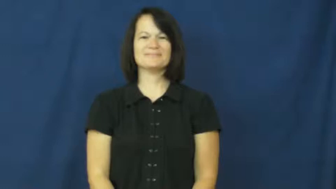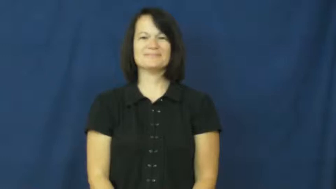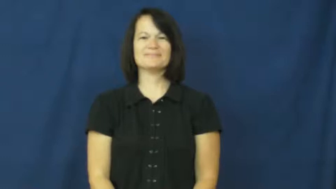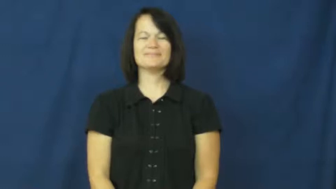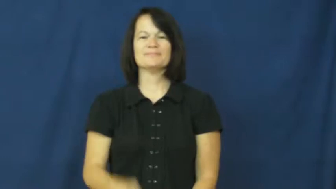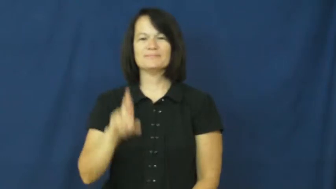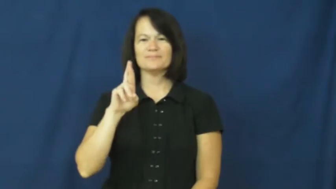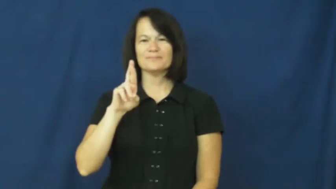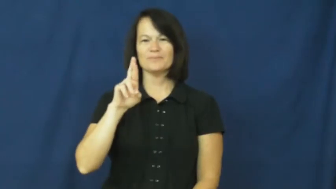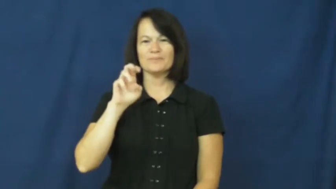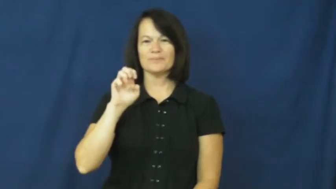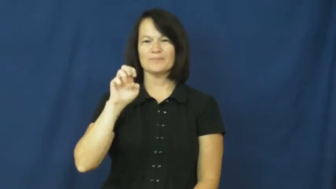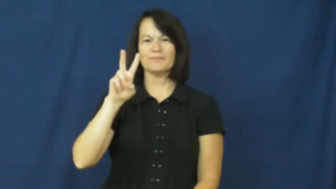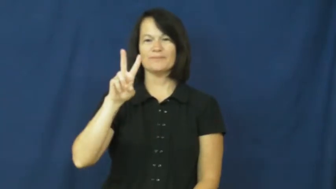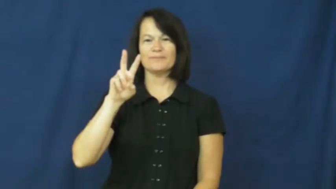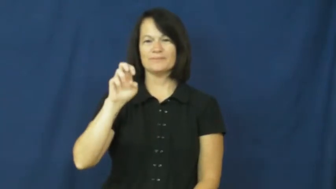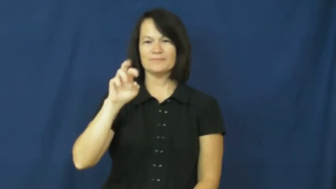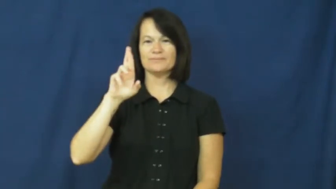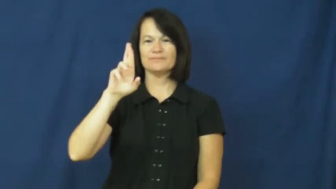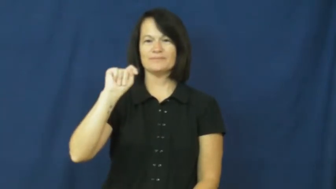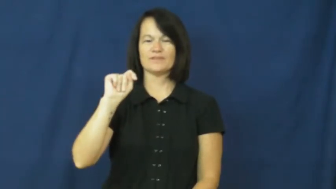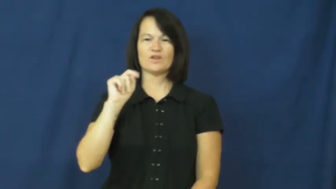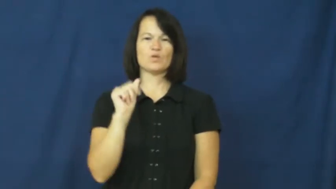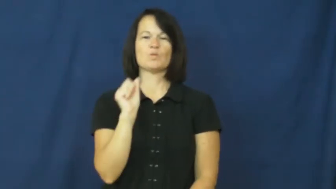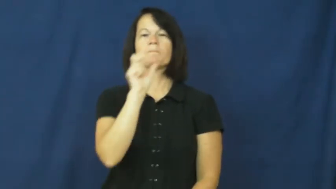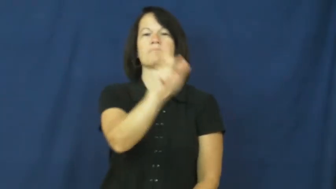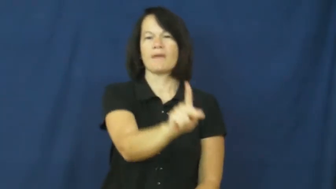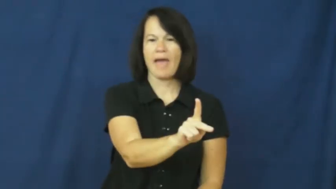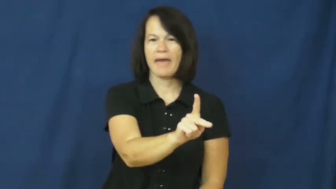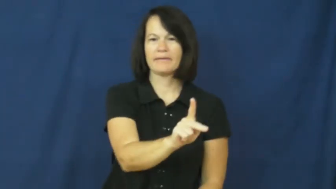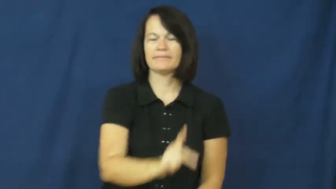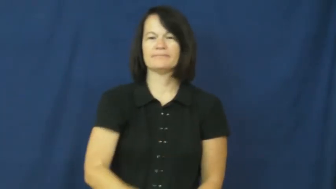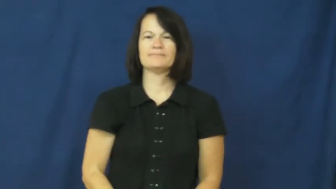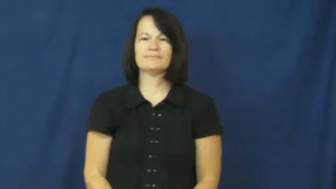revert